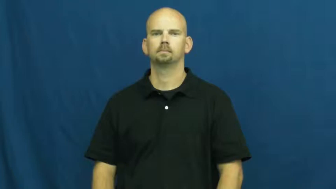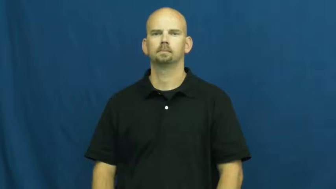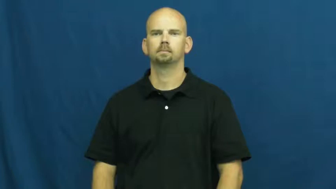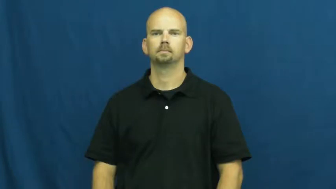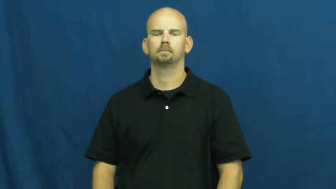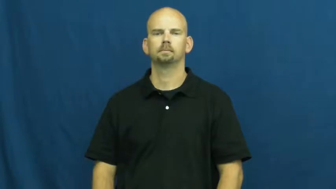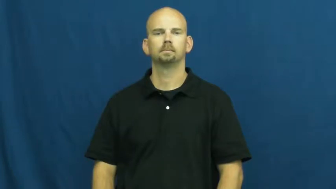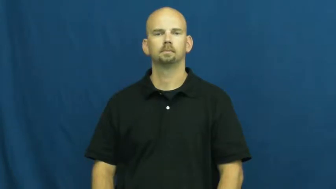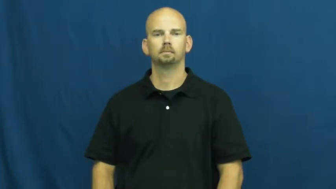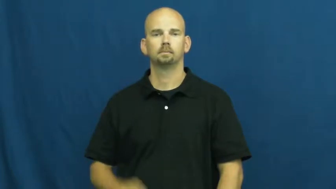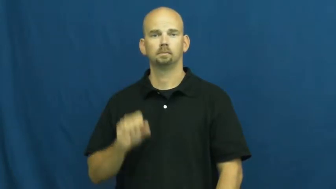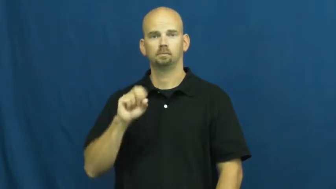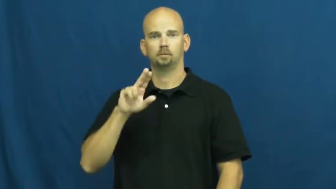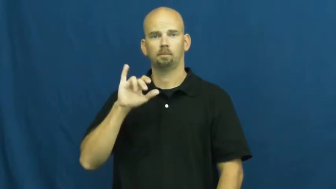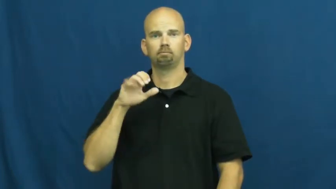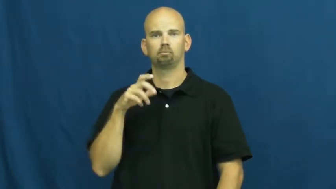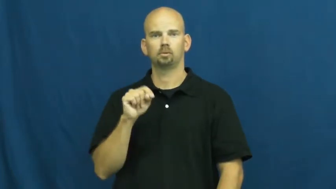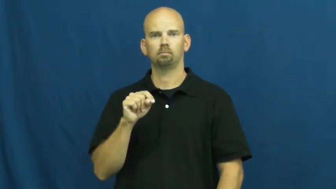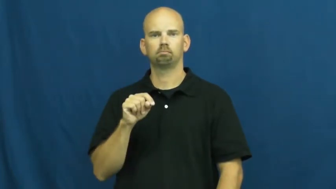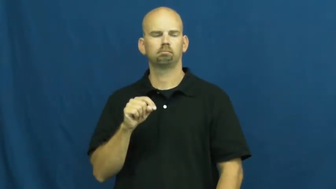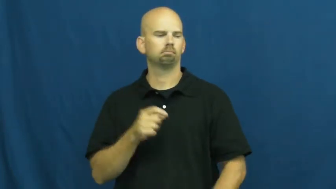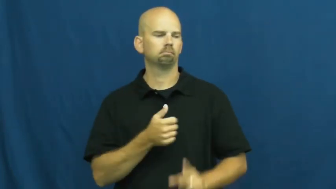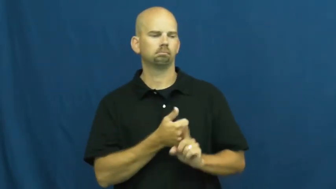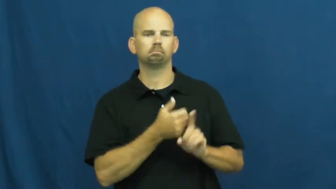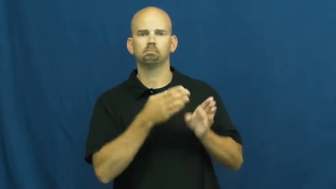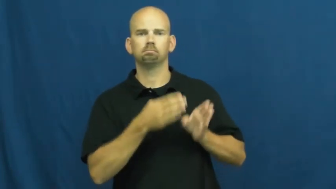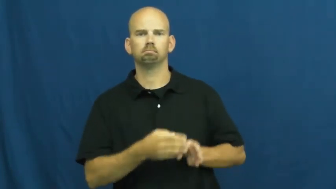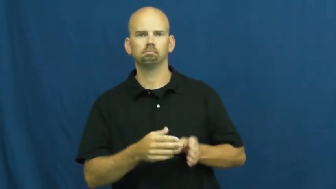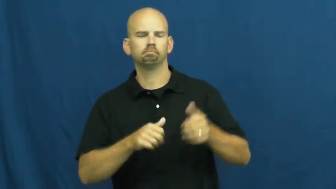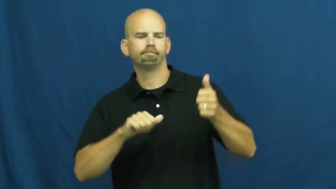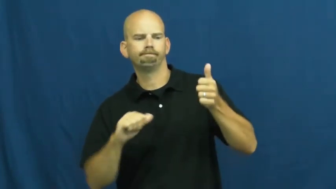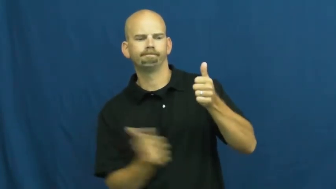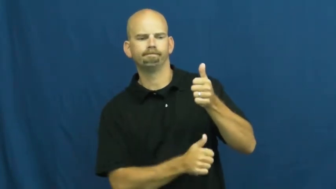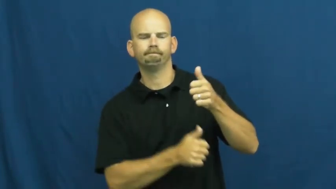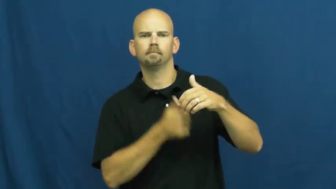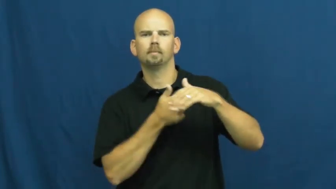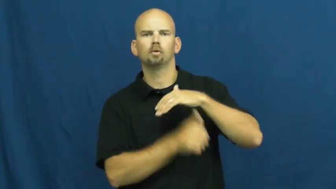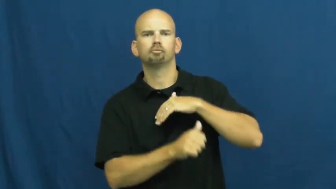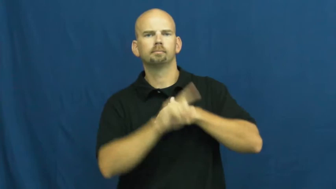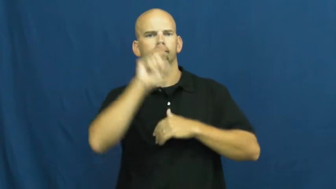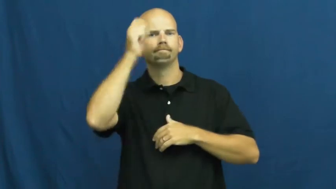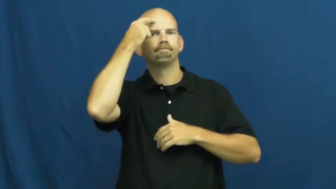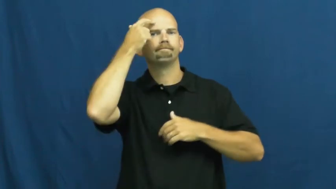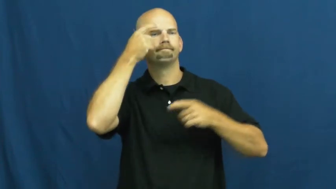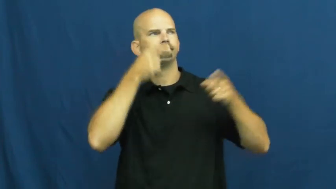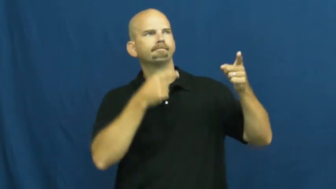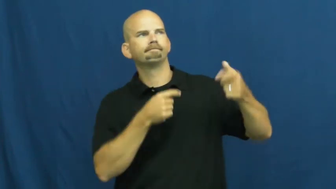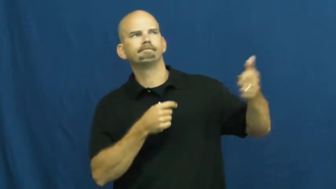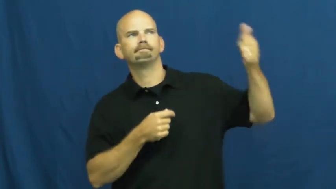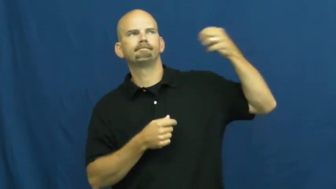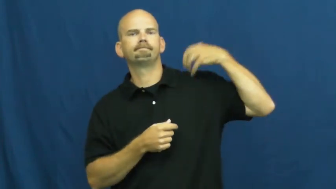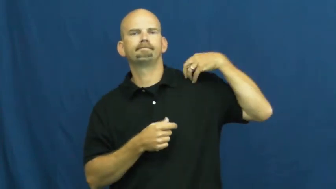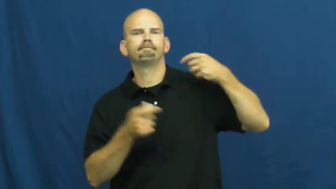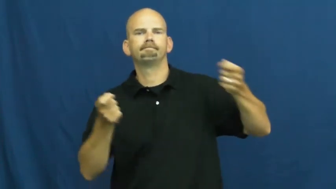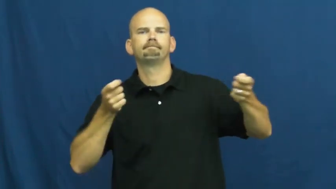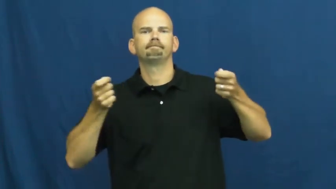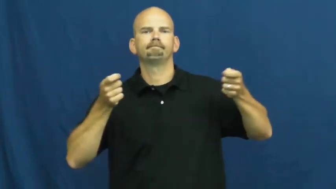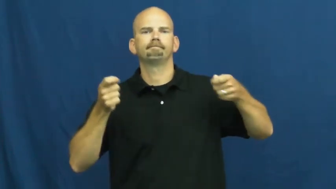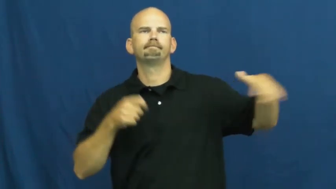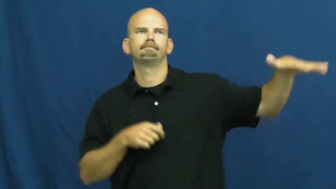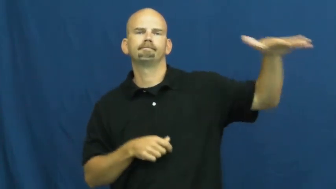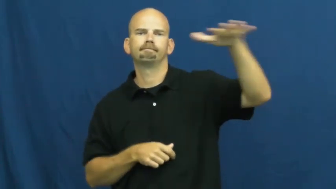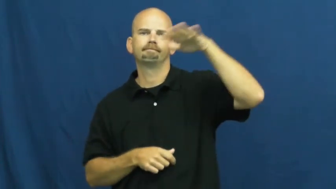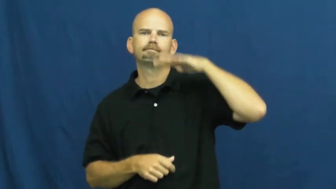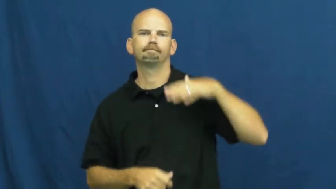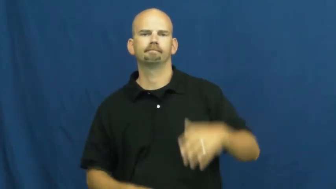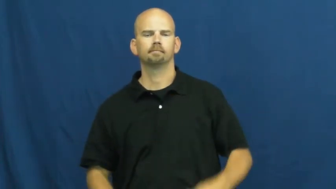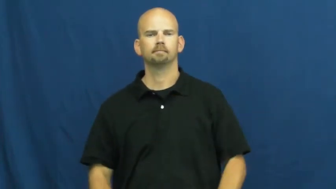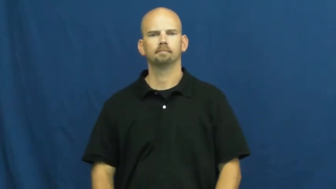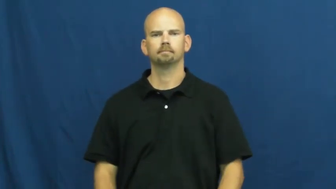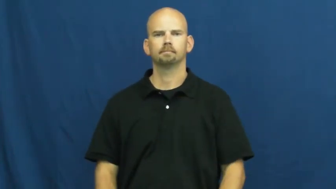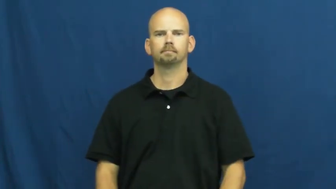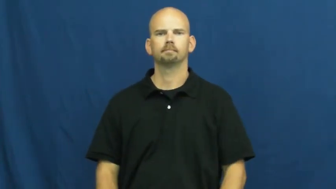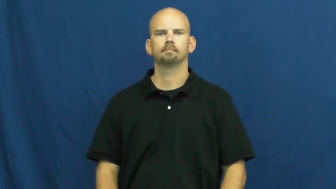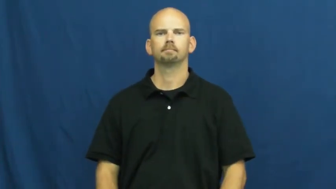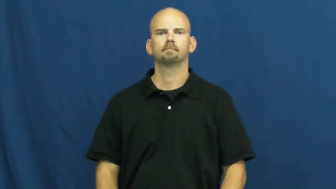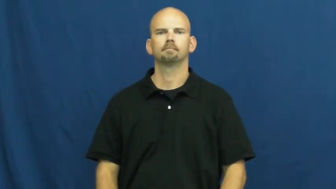subject-government